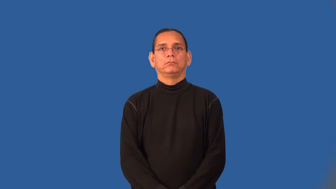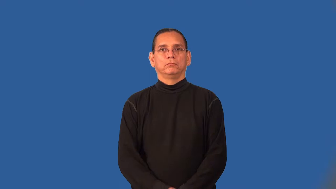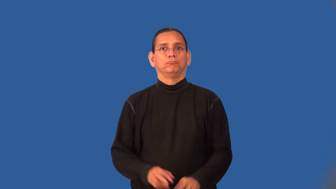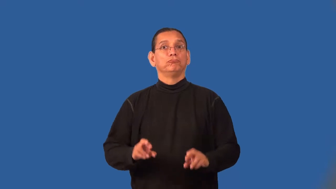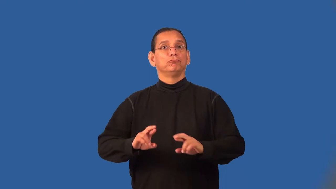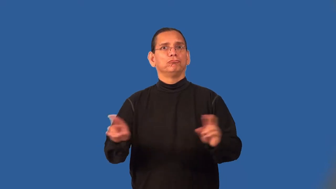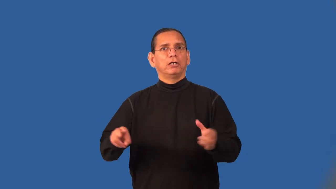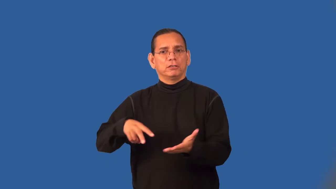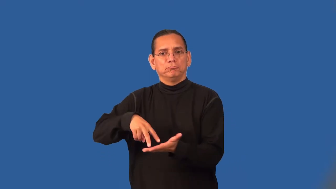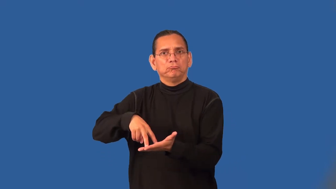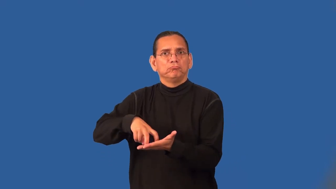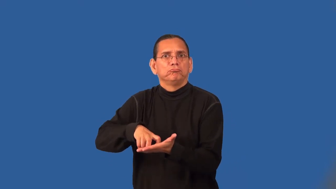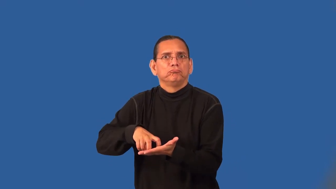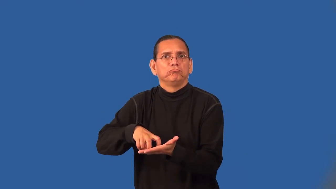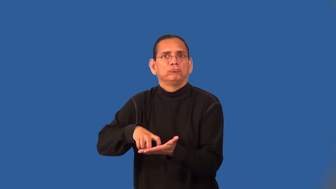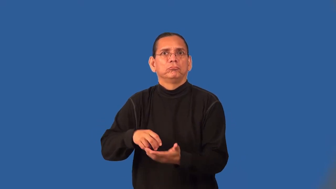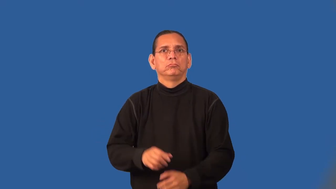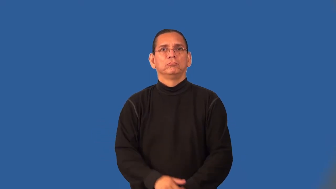stance-football